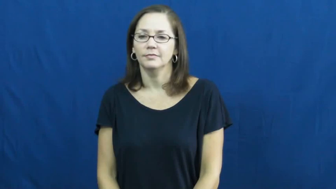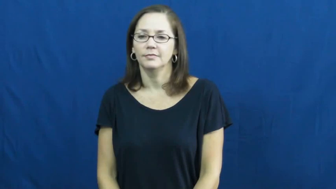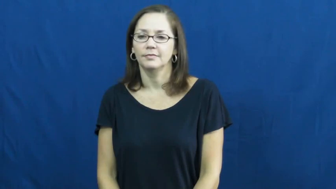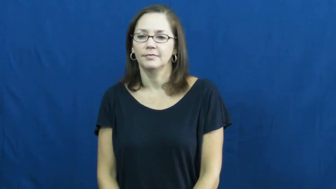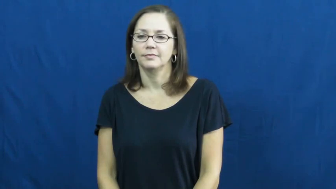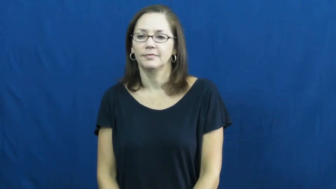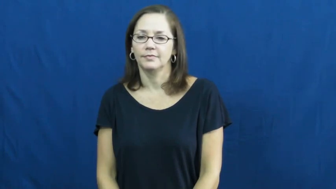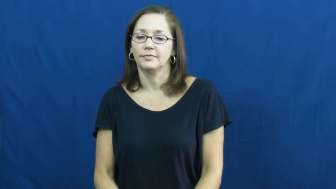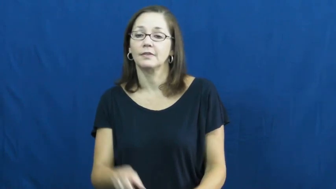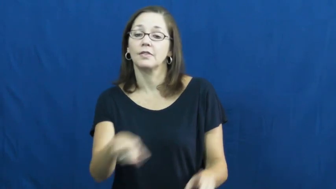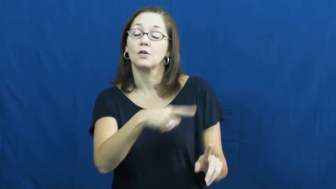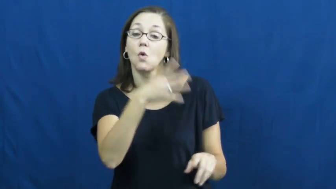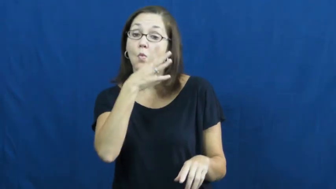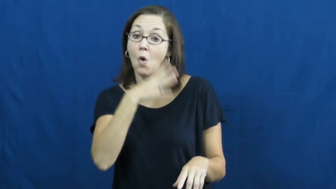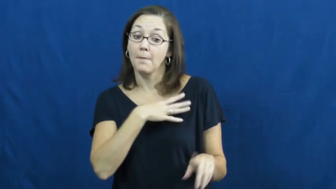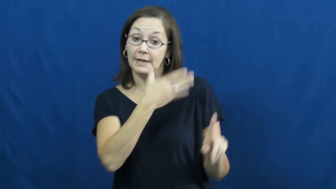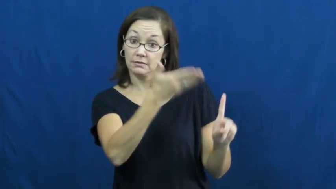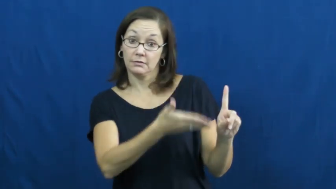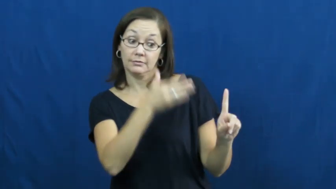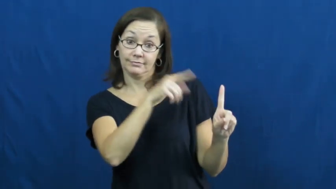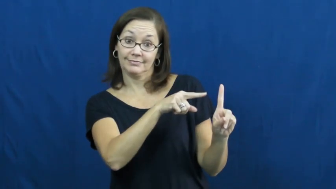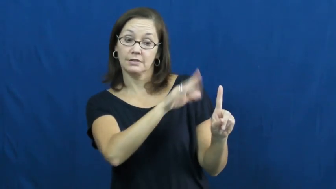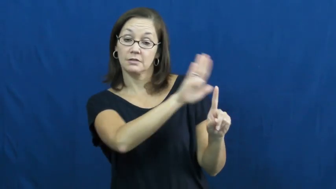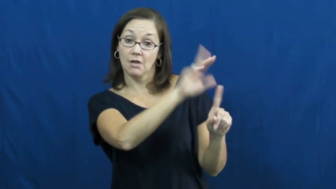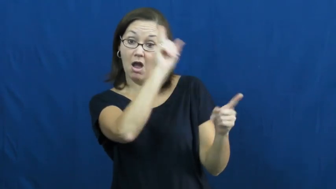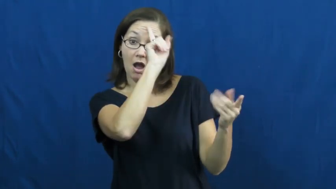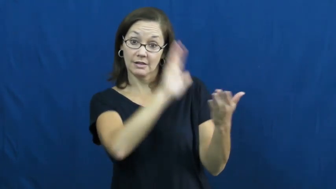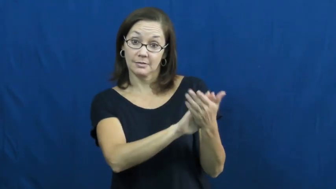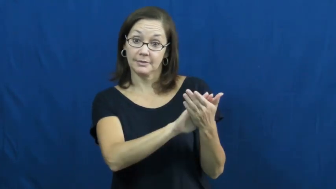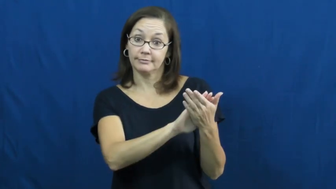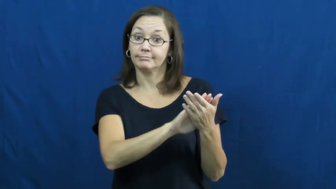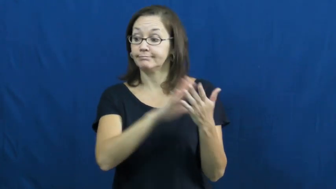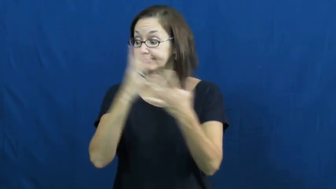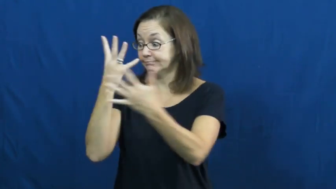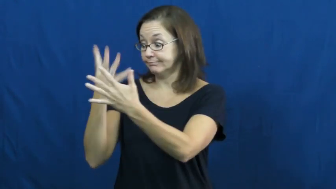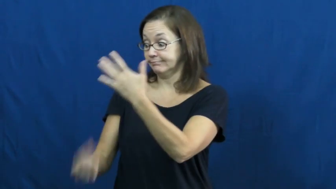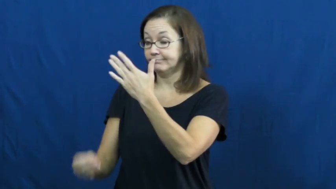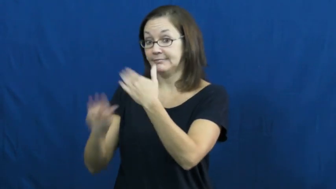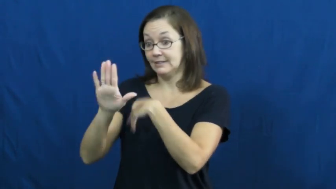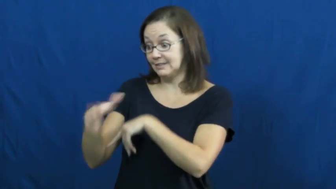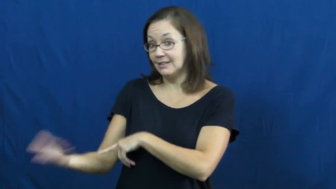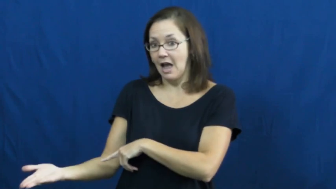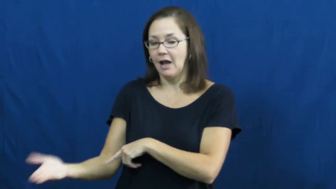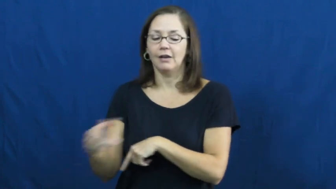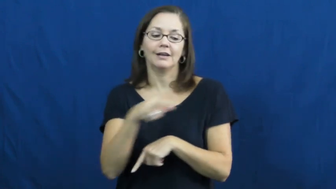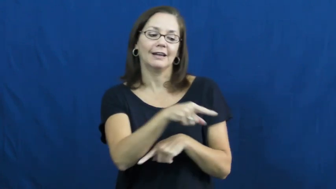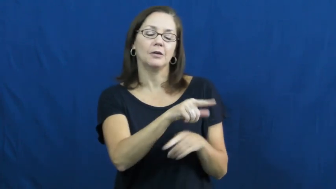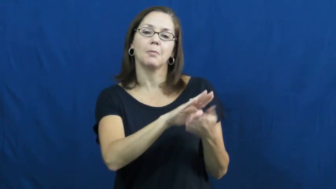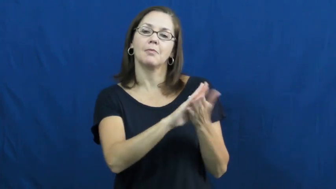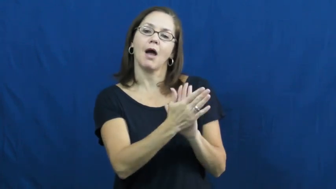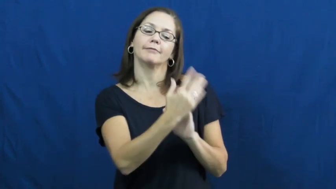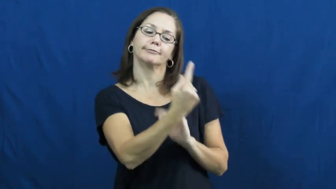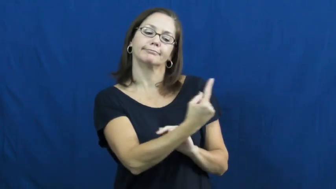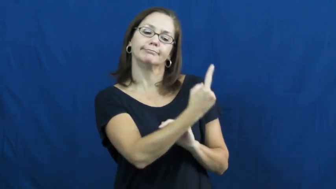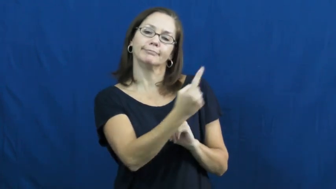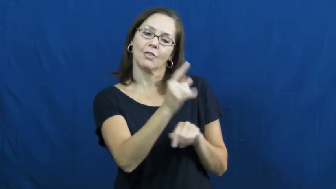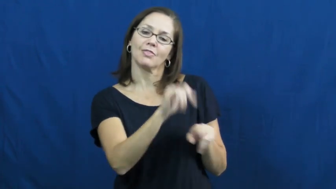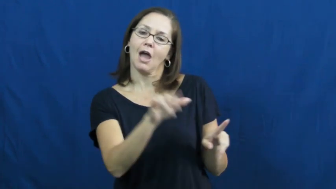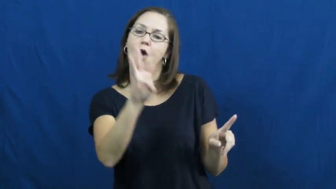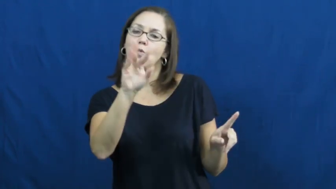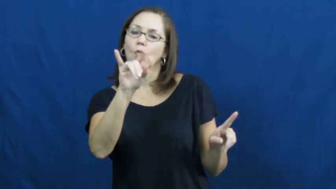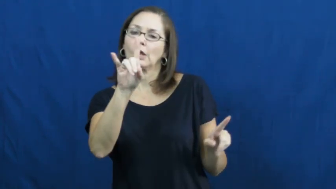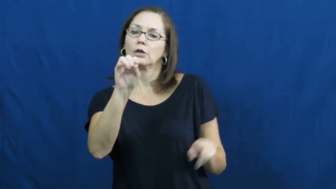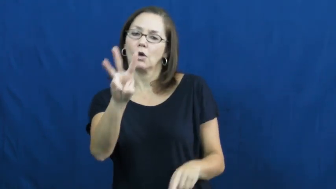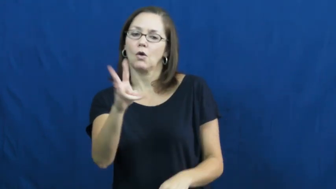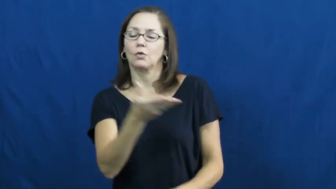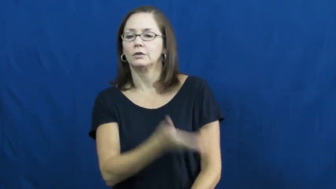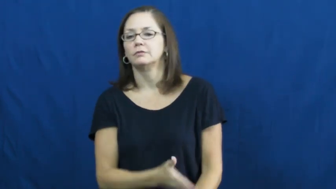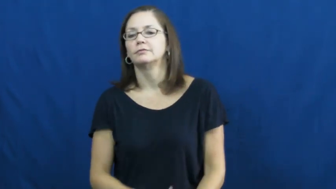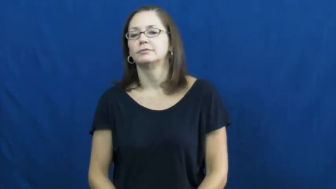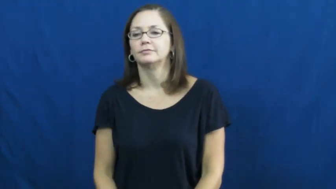widow